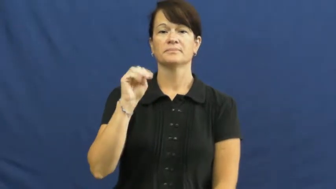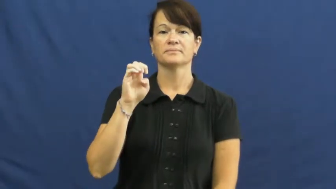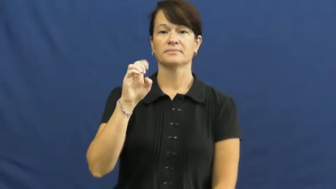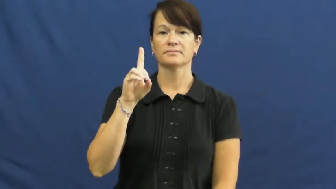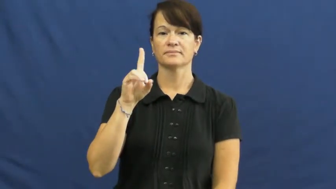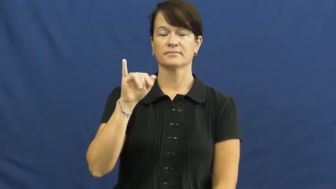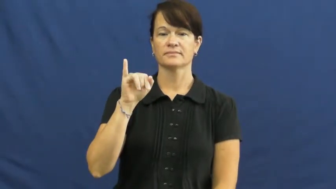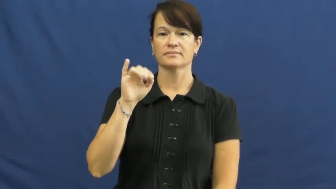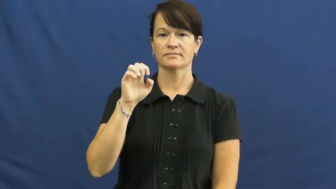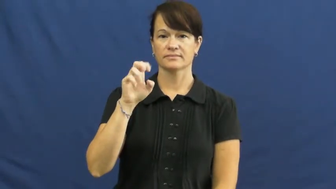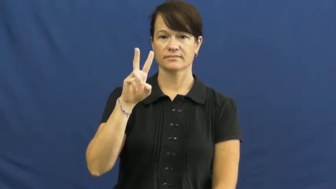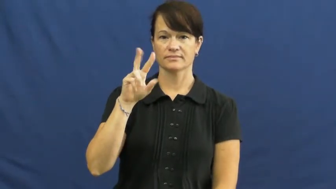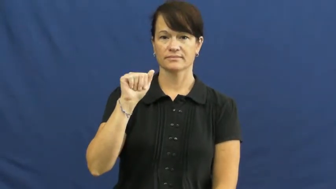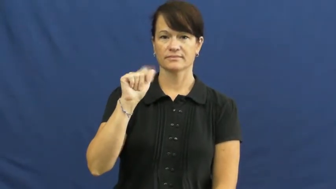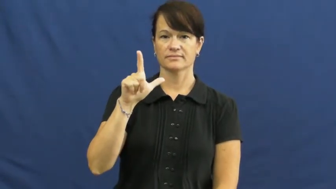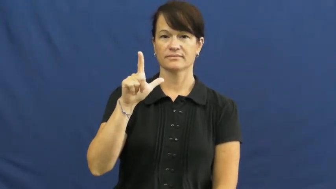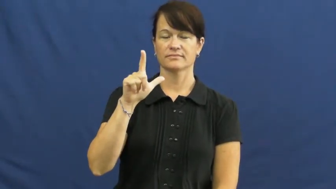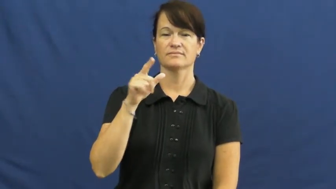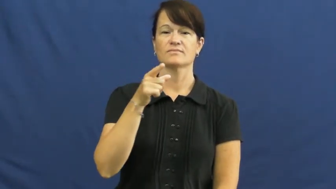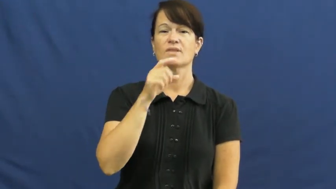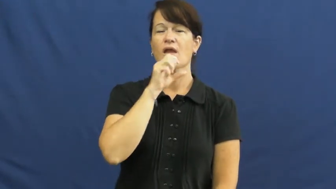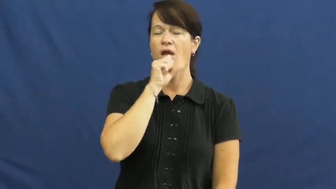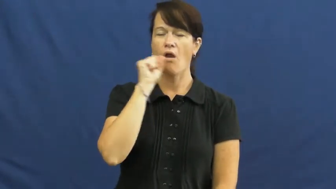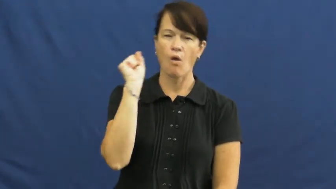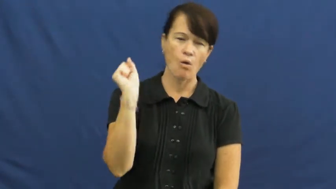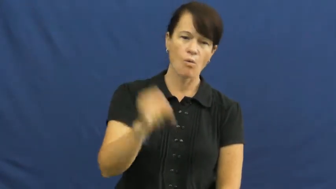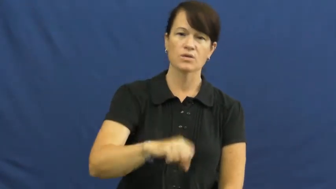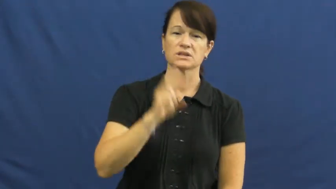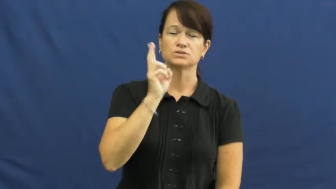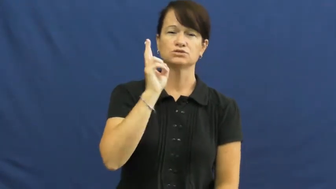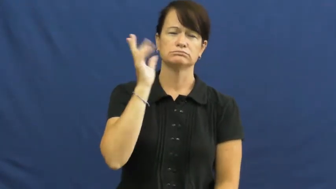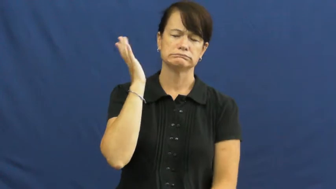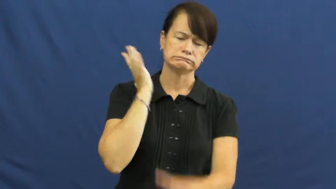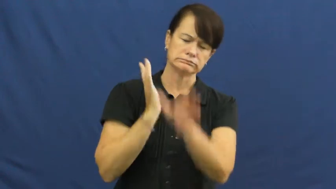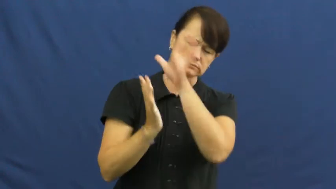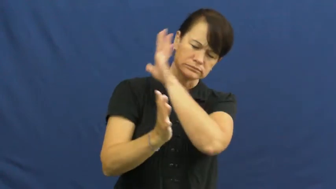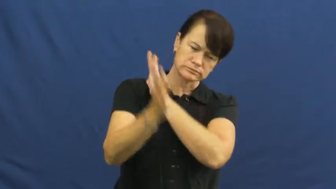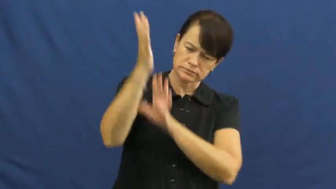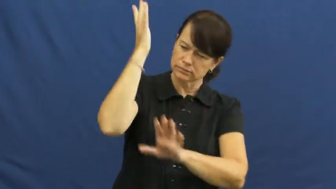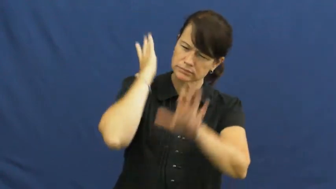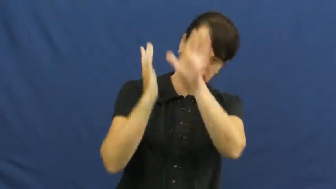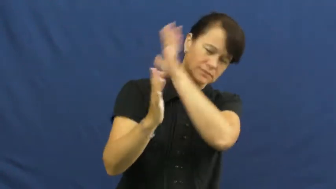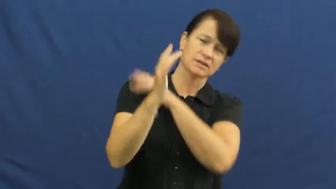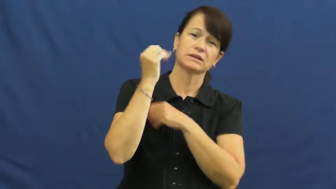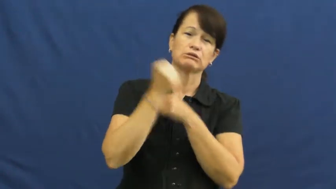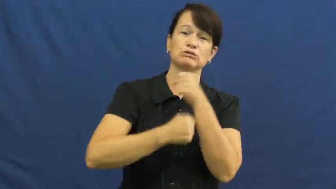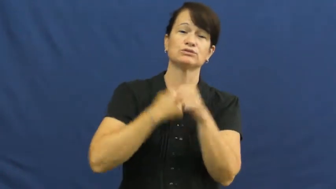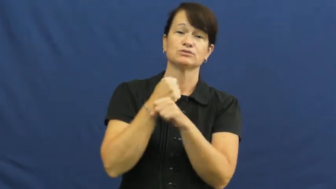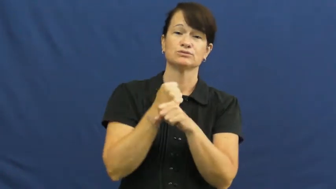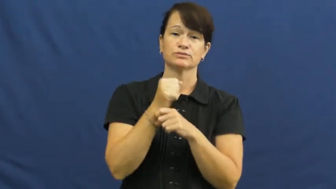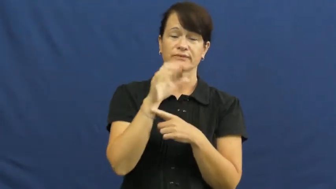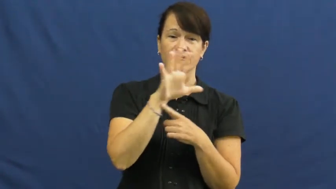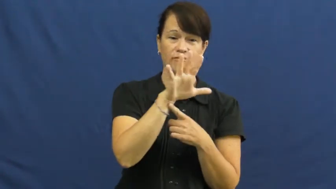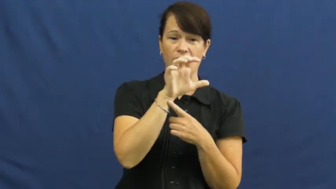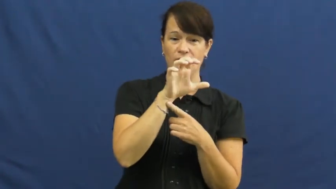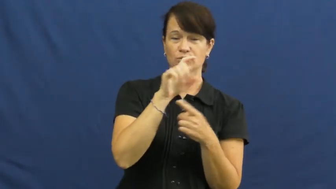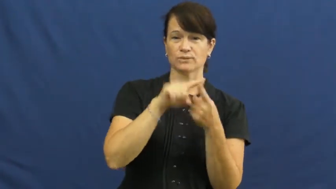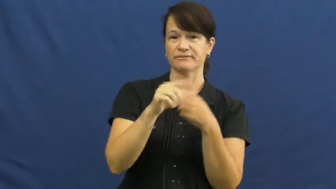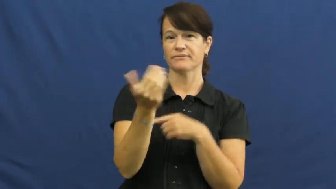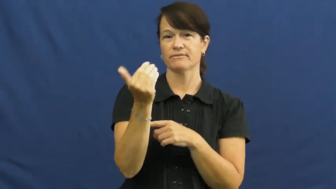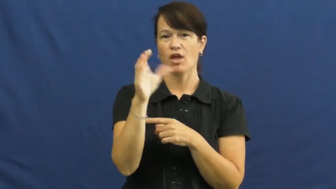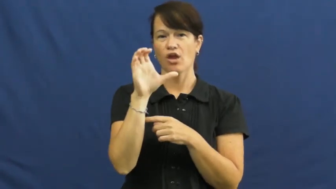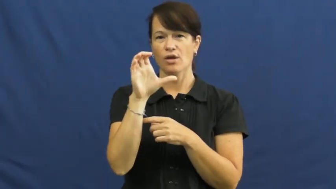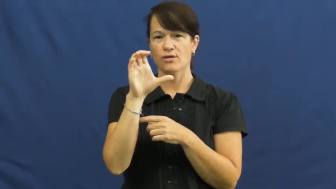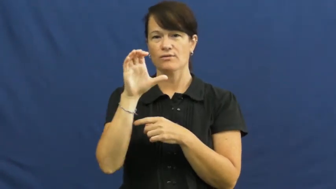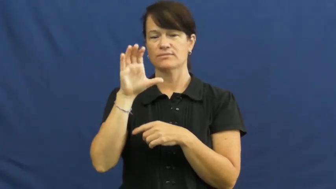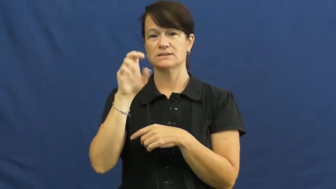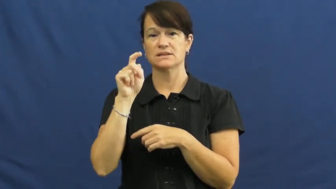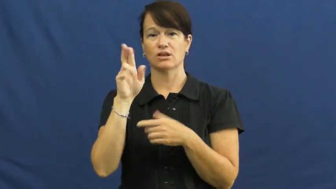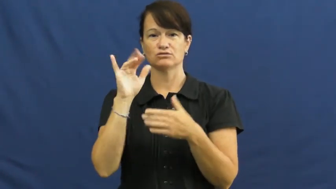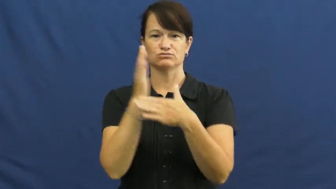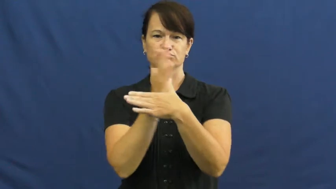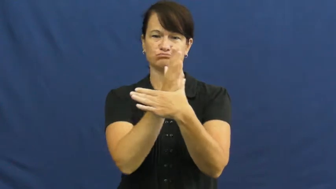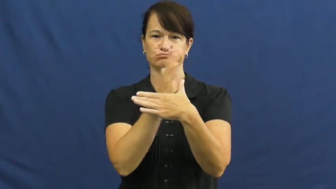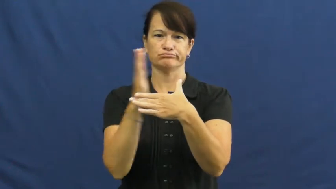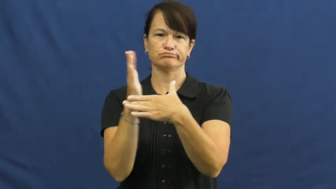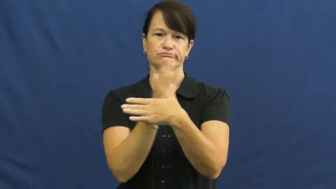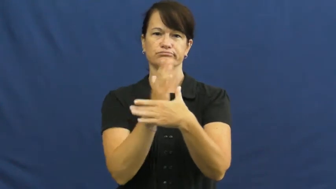medieval